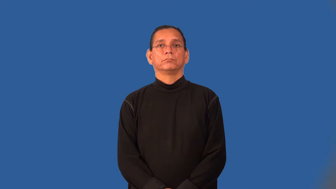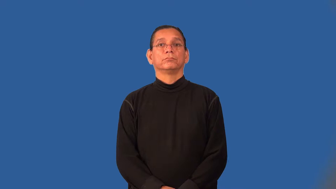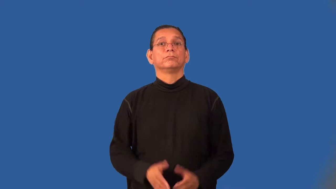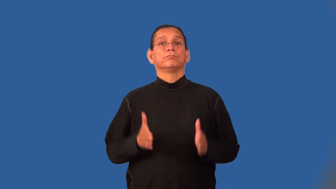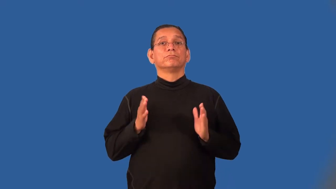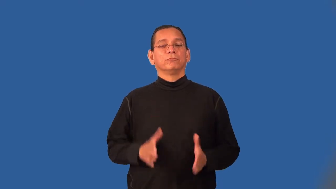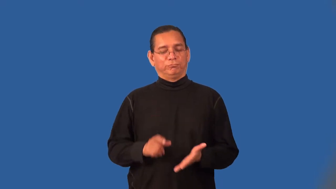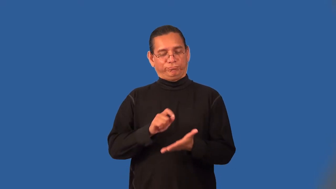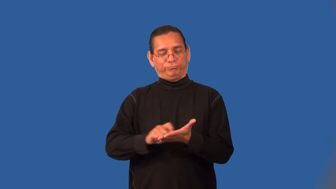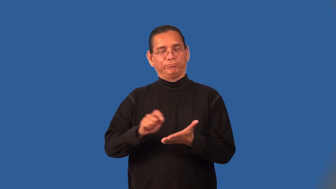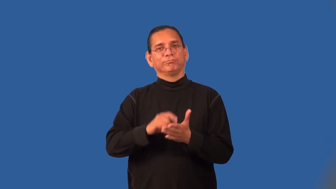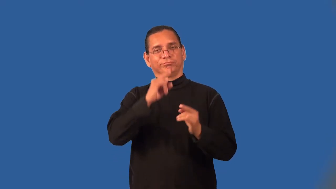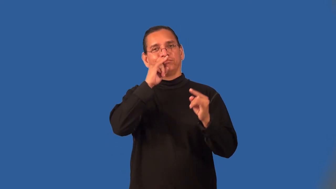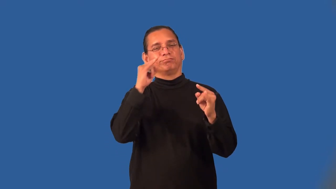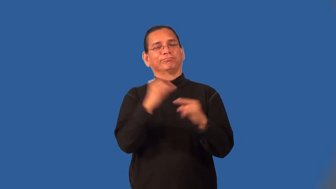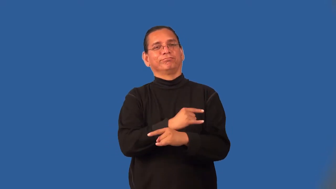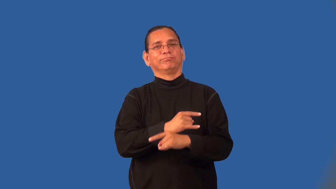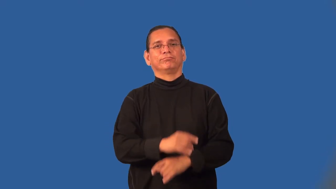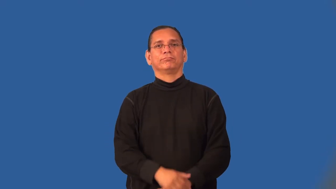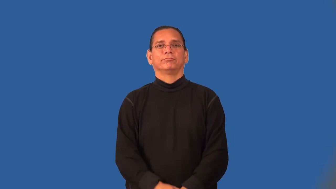satirist